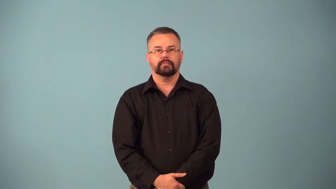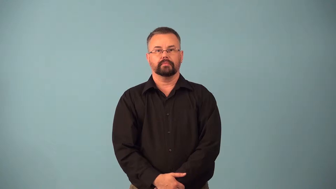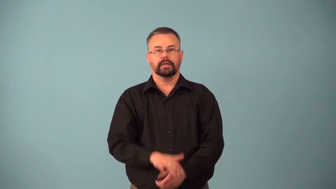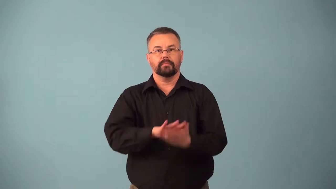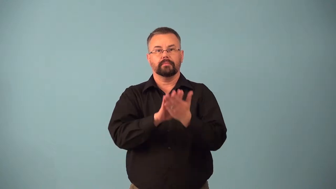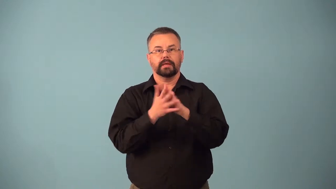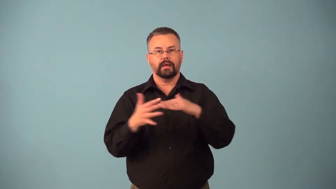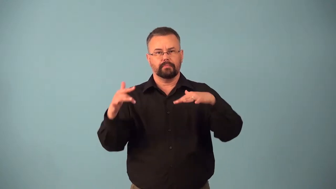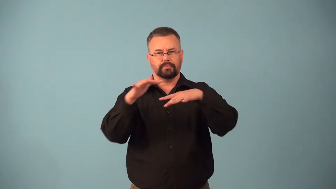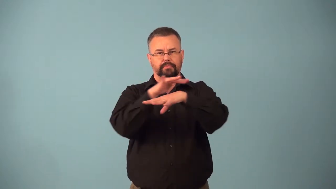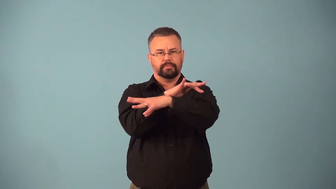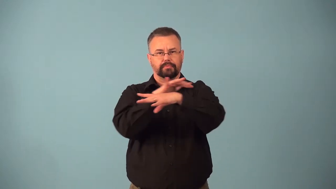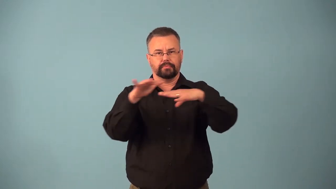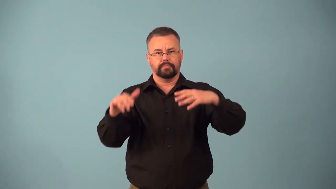becloud,bedim,befog